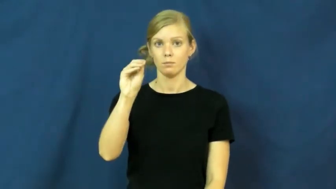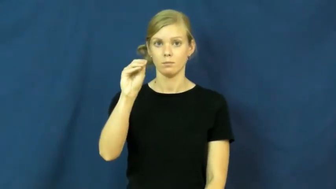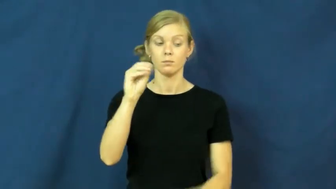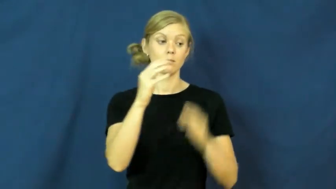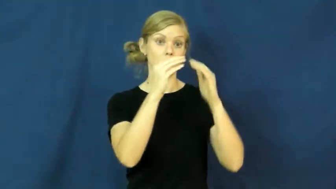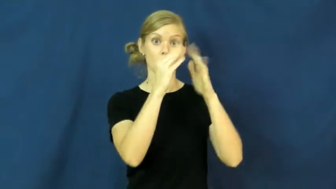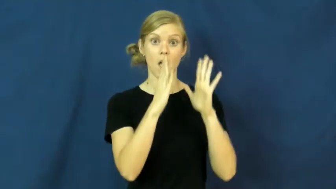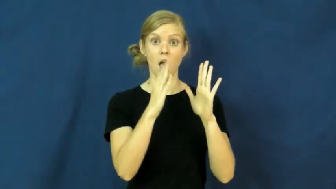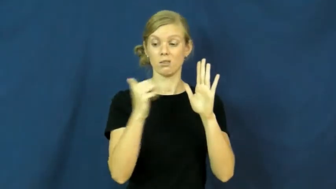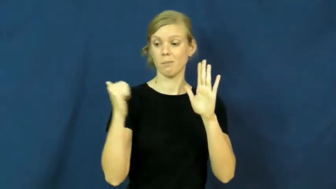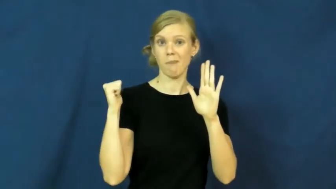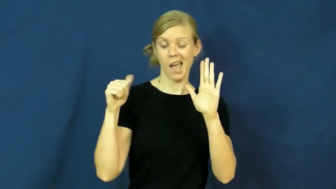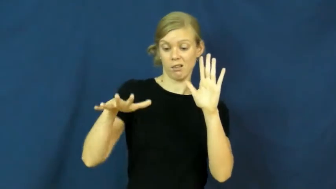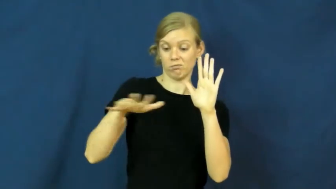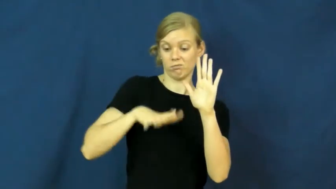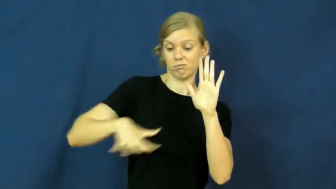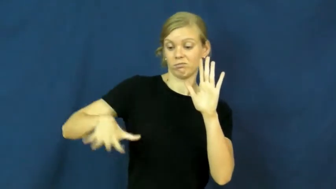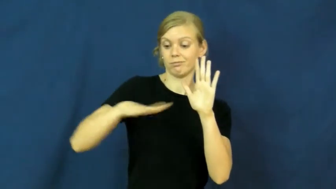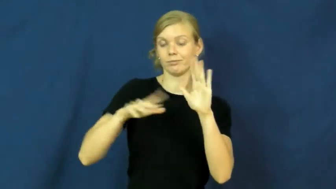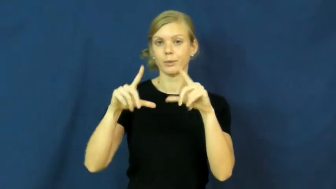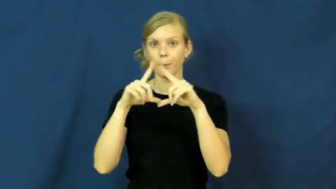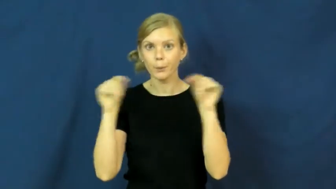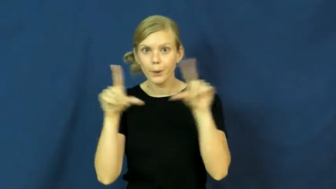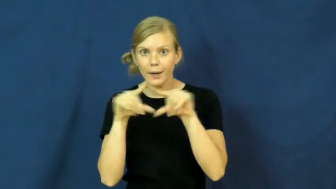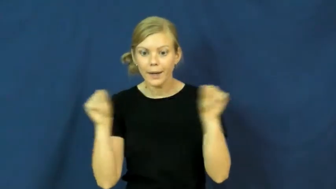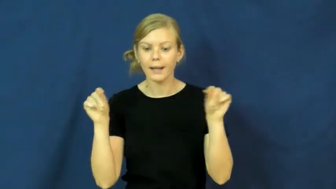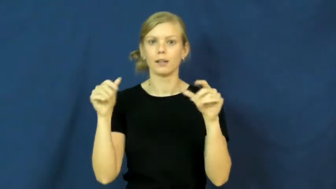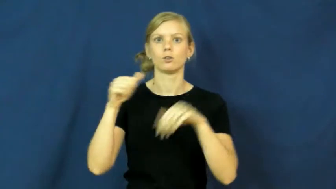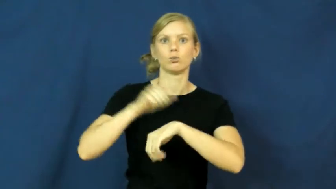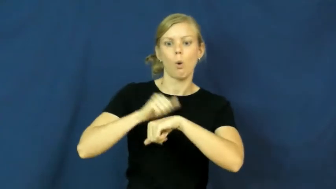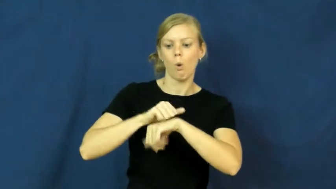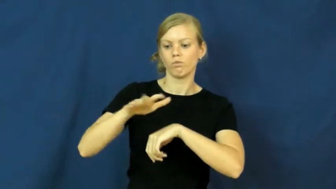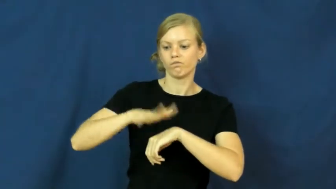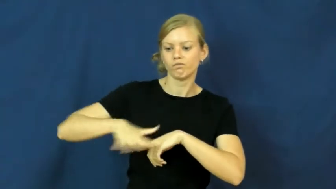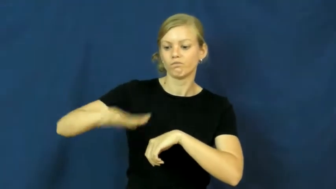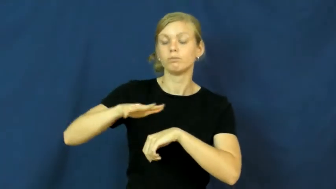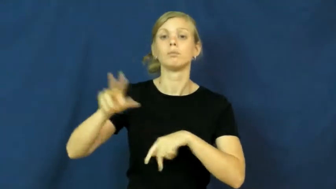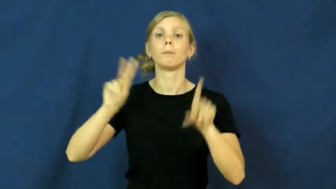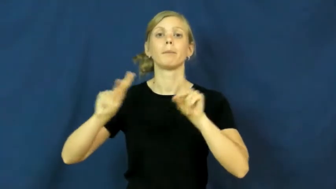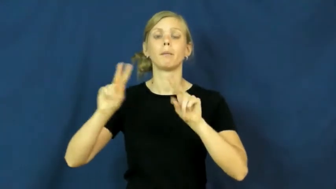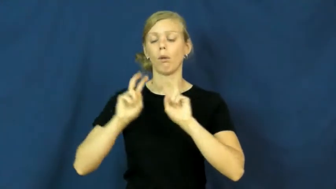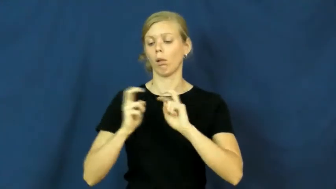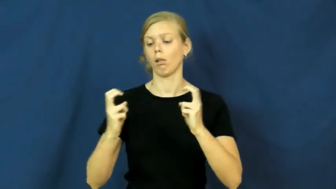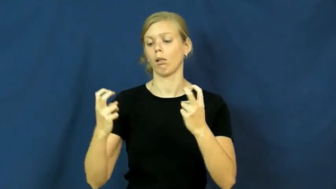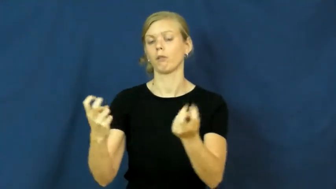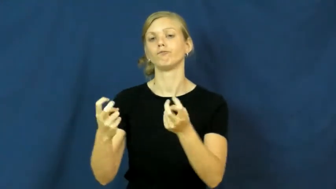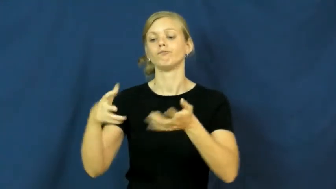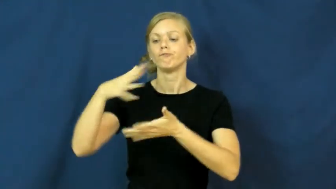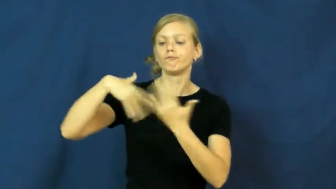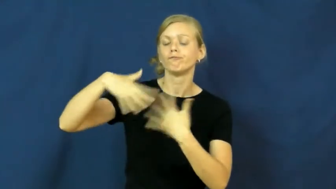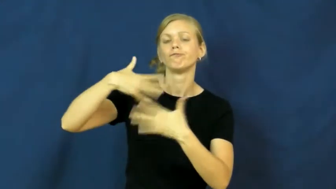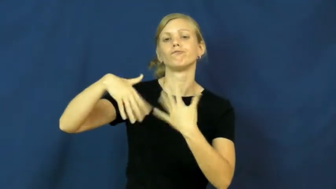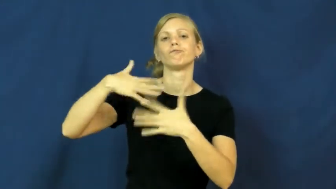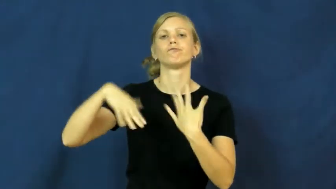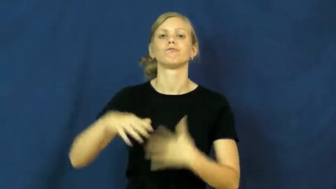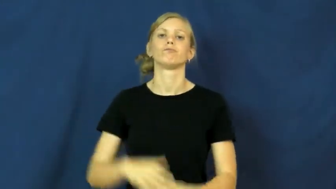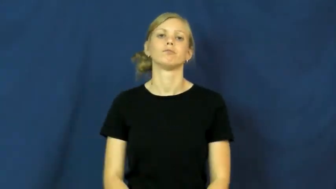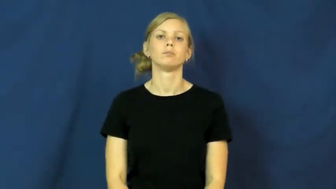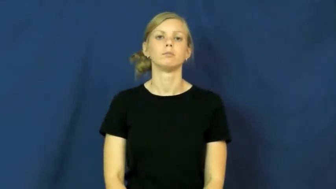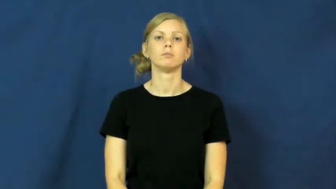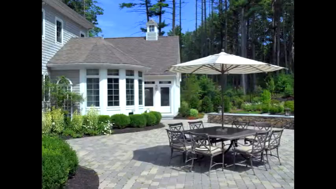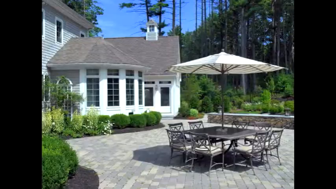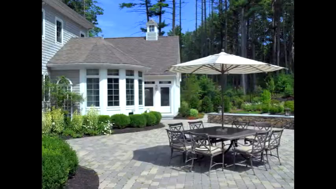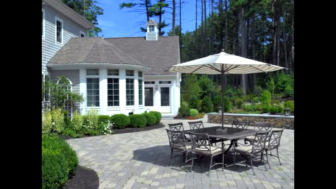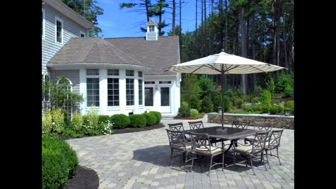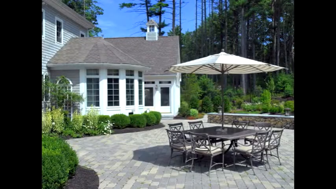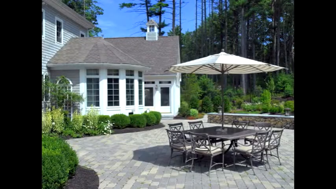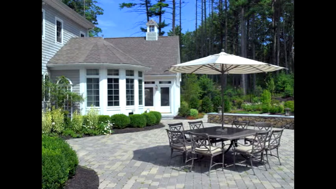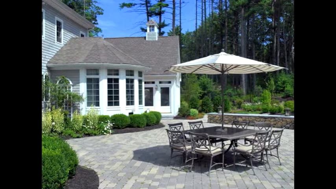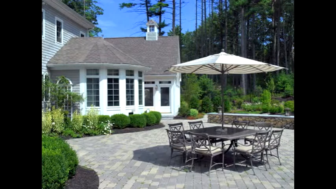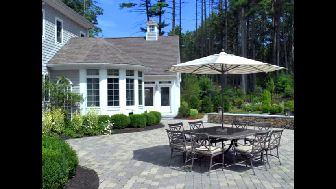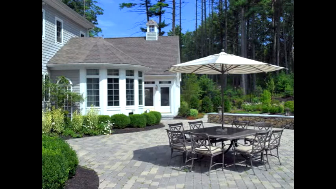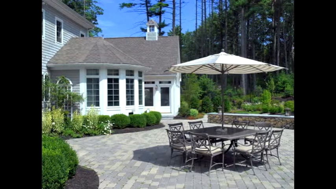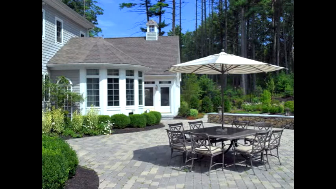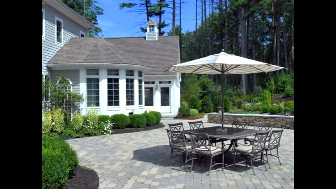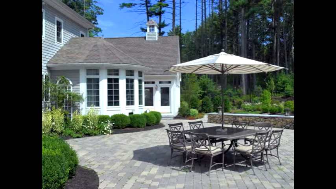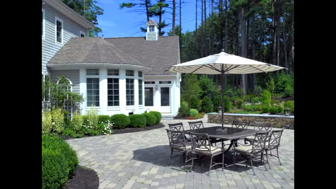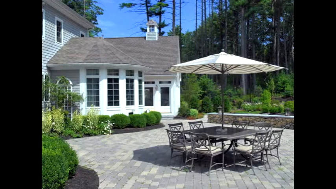patio